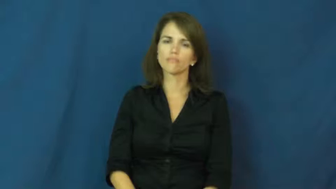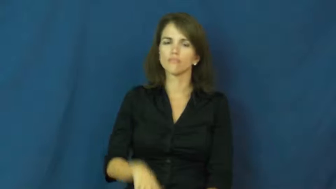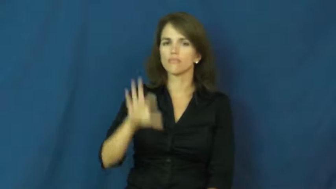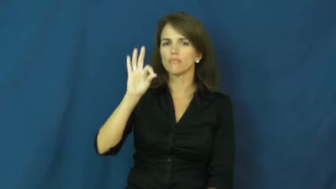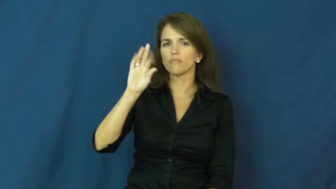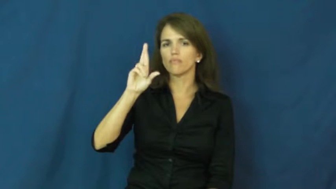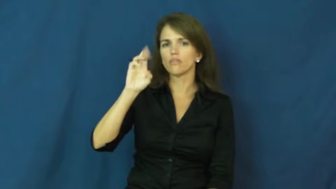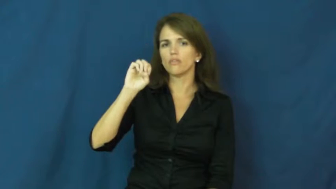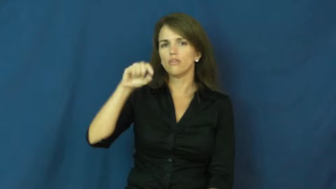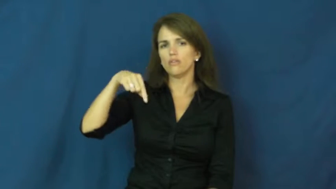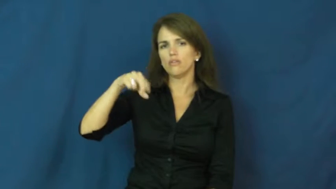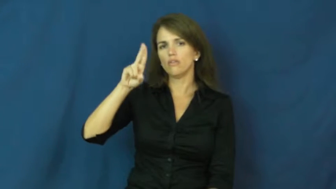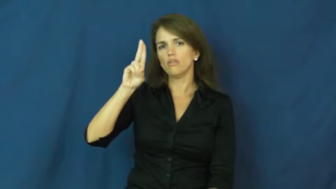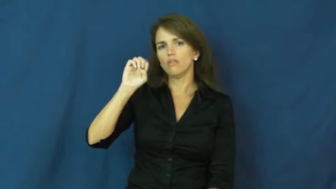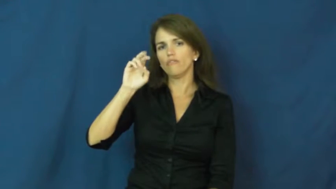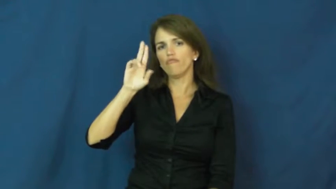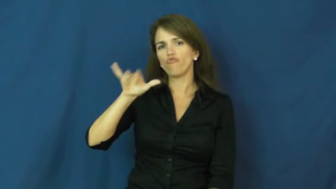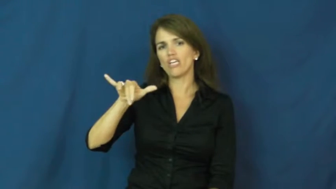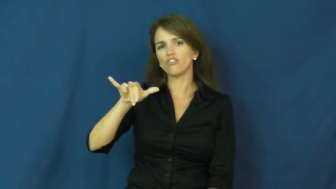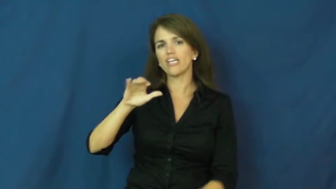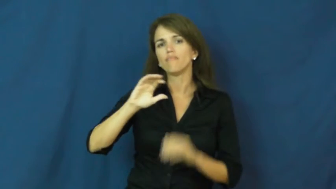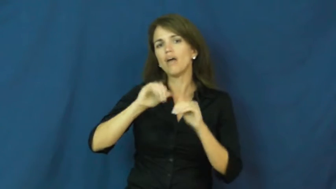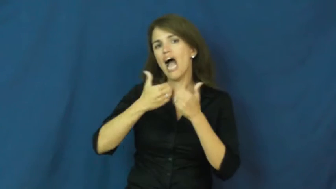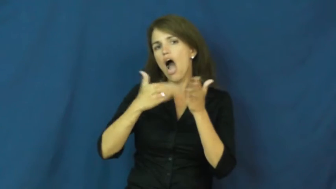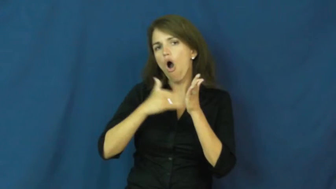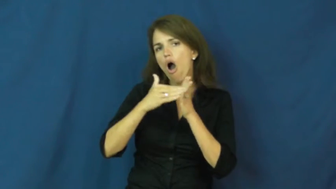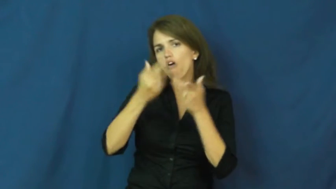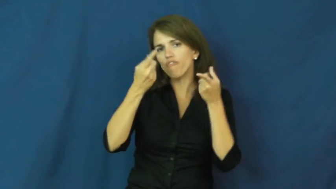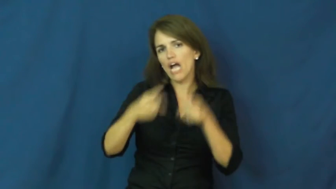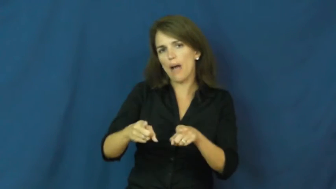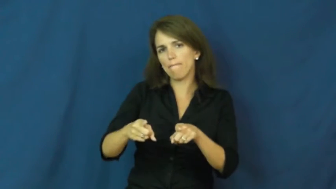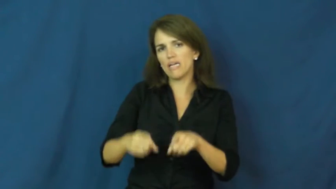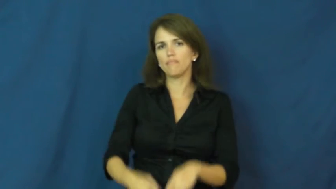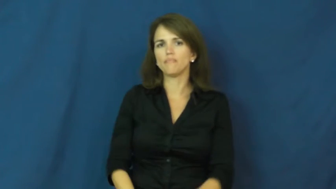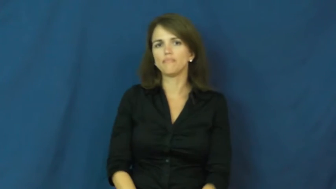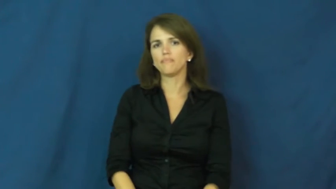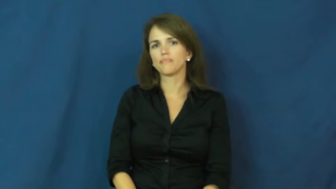frequency-how often